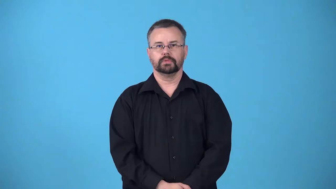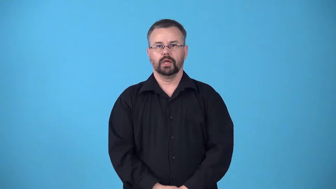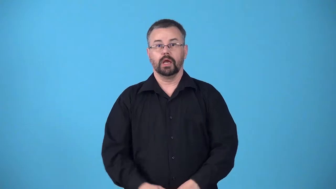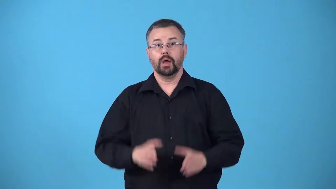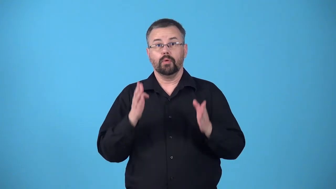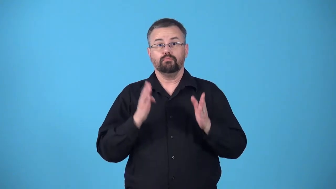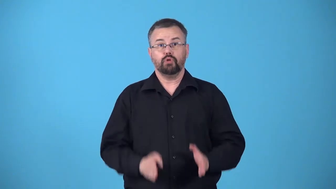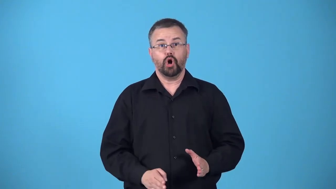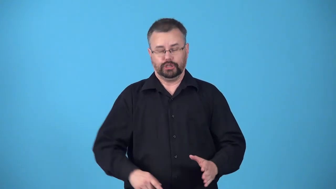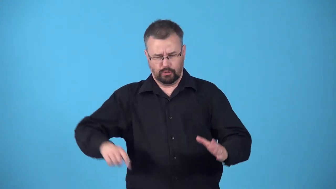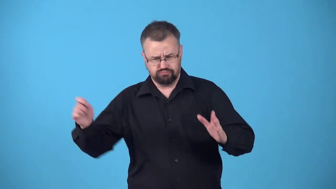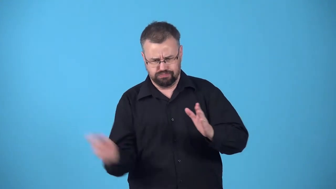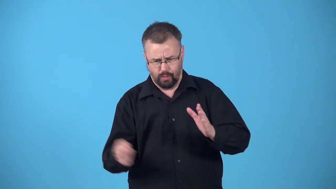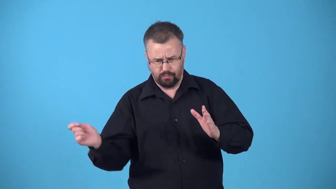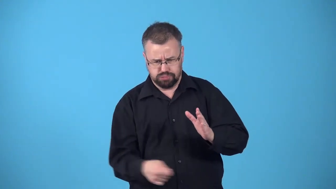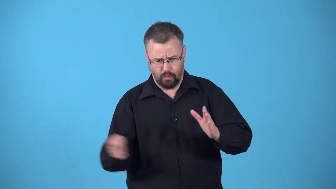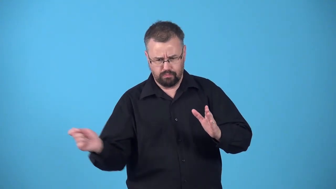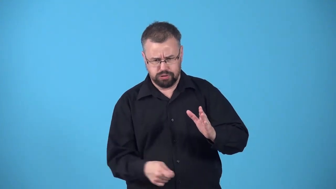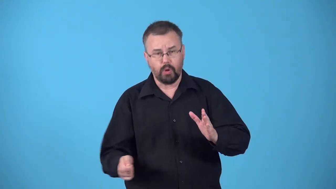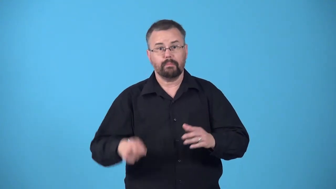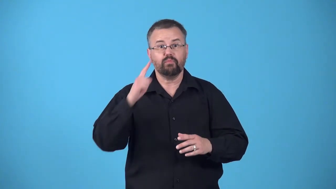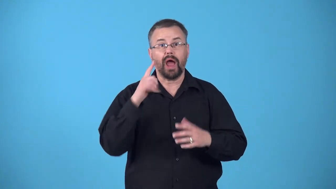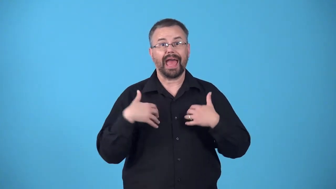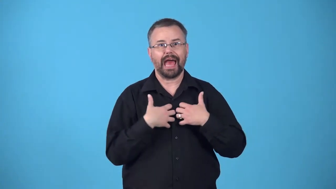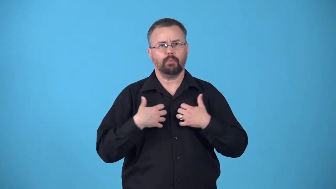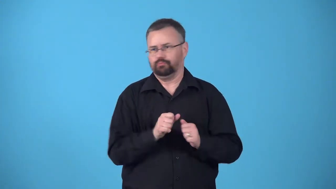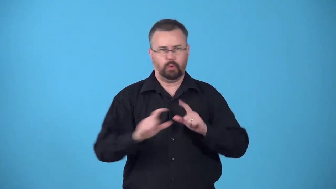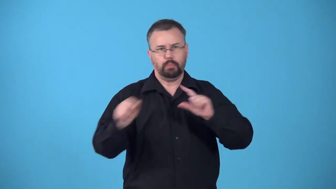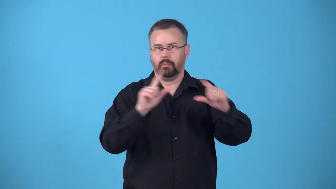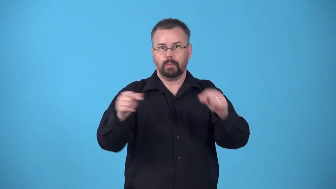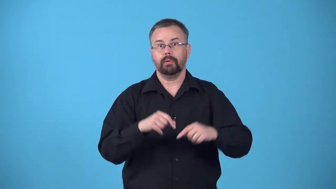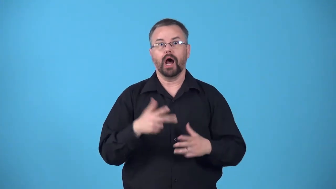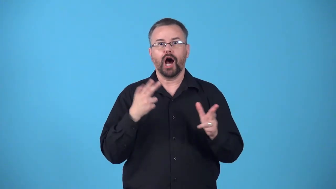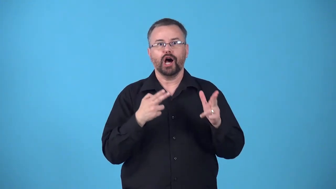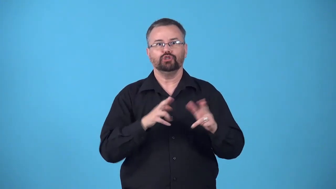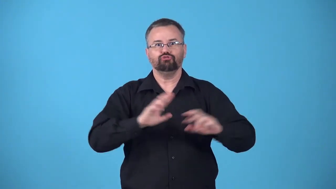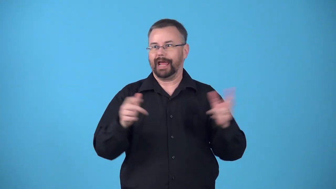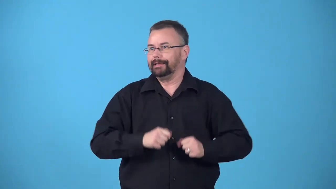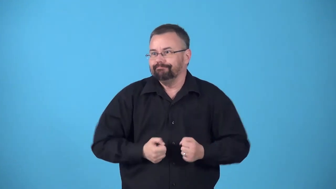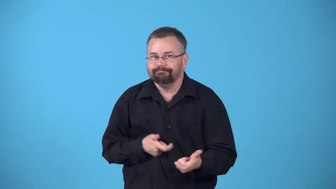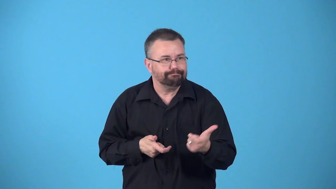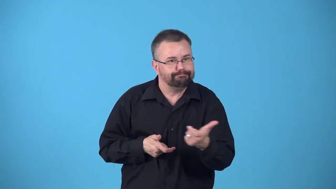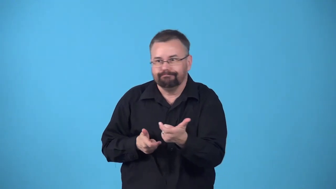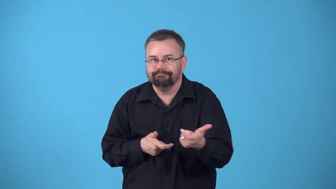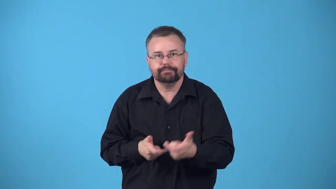beater-worker who rouses wild game from under cover for a hunter usually by beating a drum